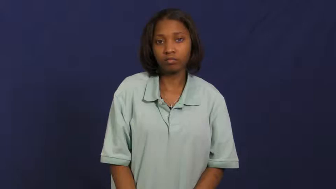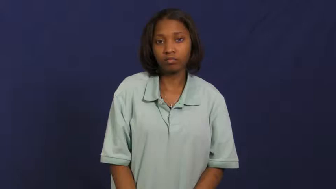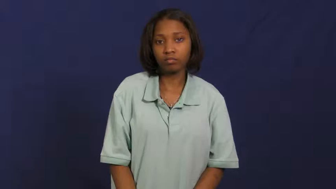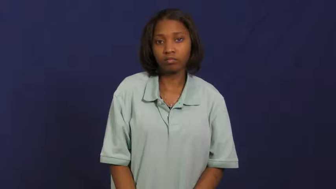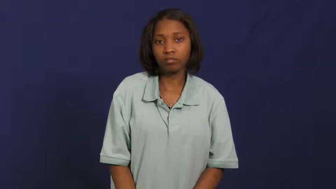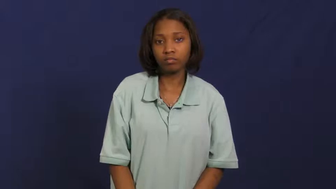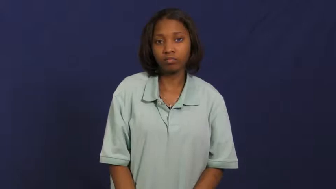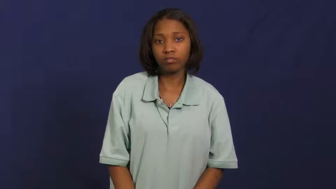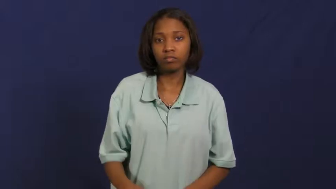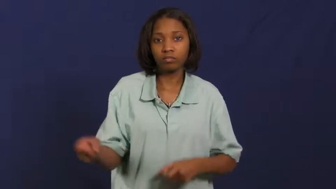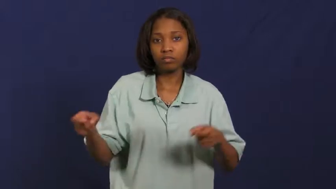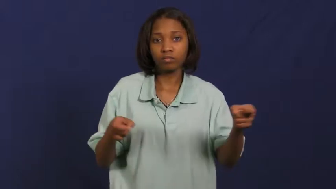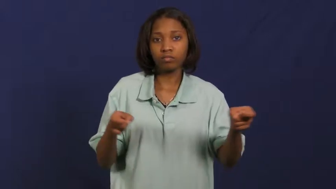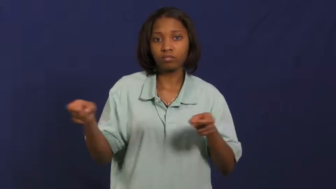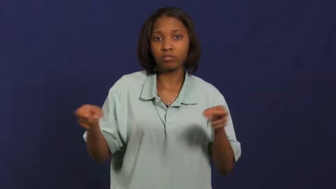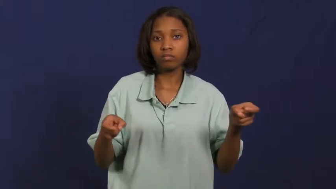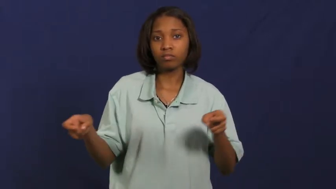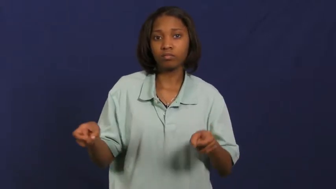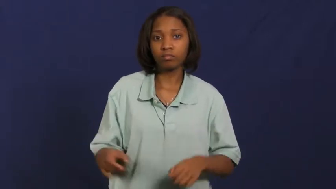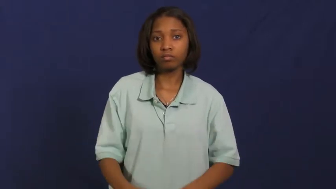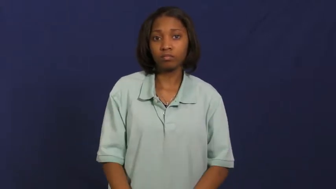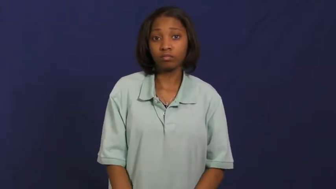run-meeting